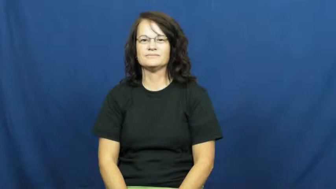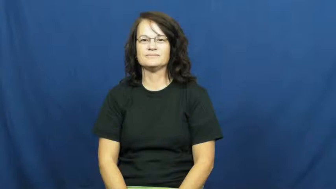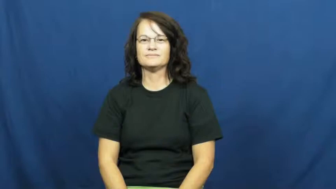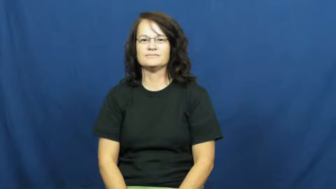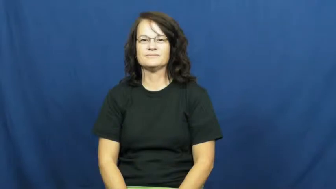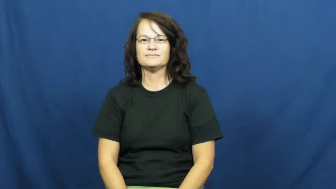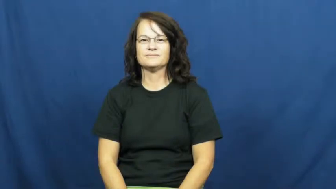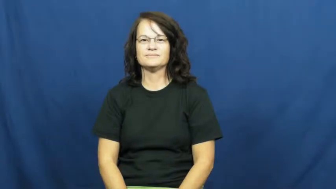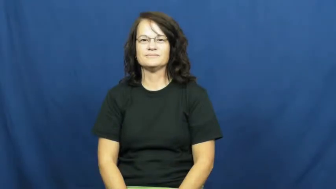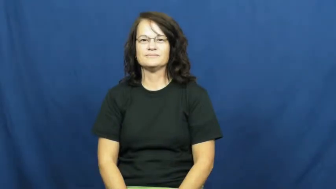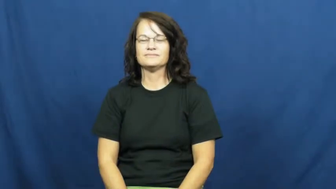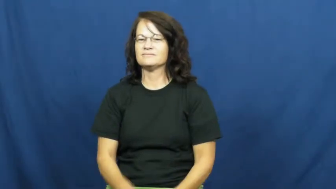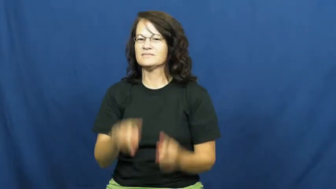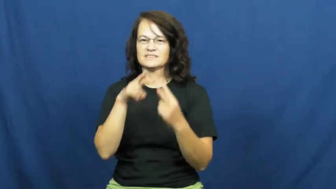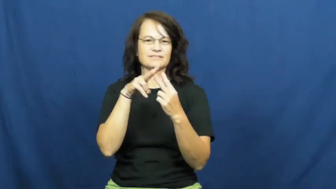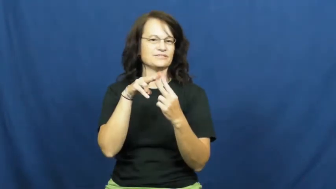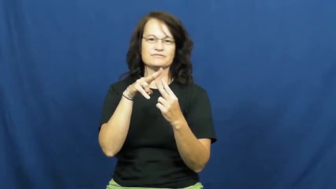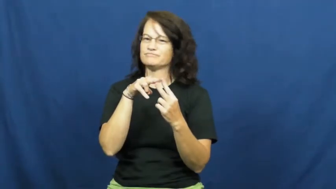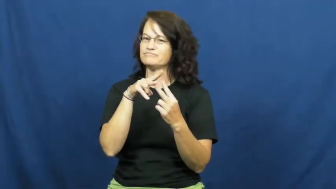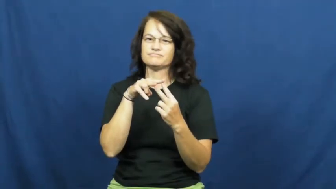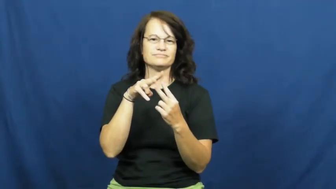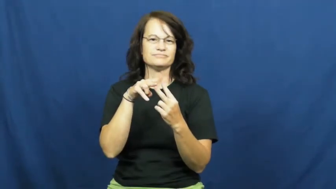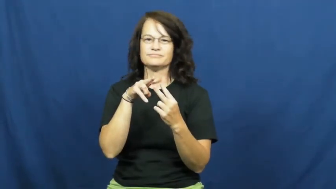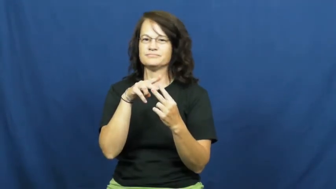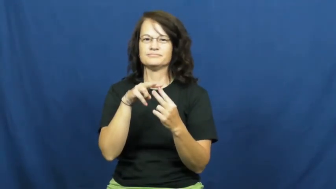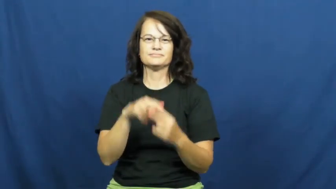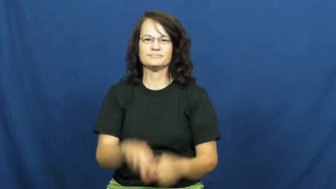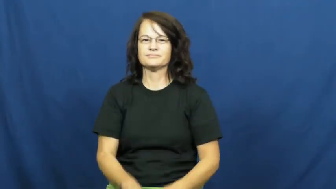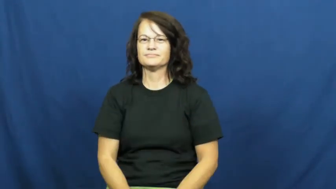neither